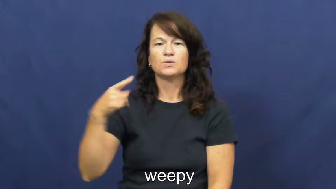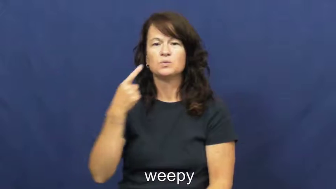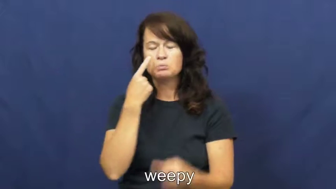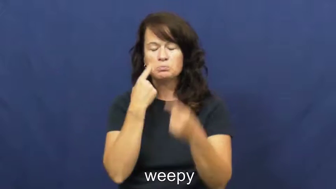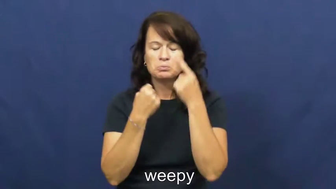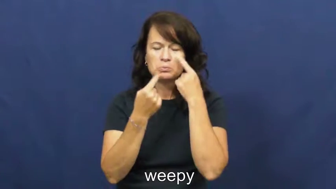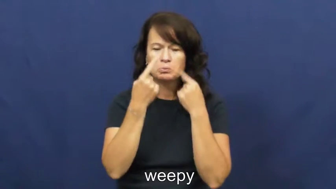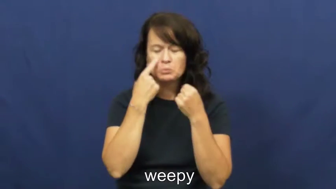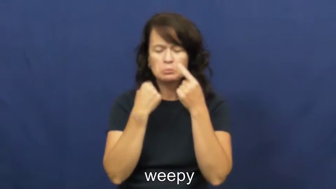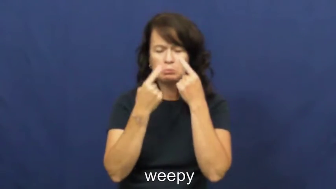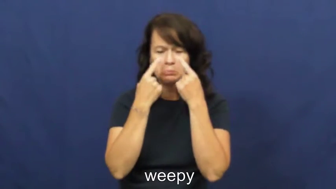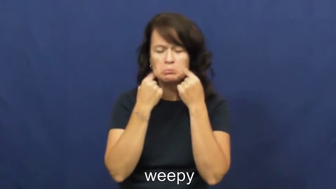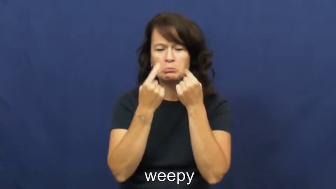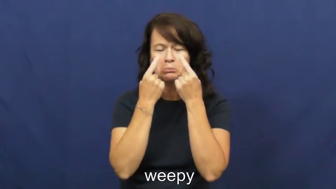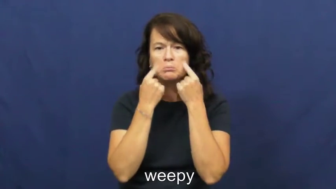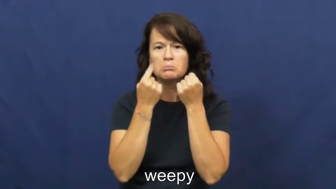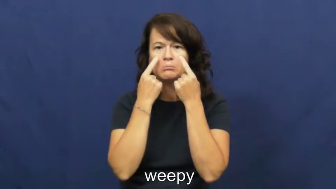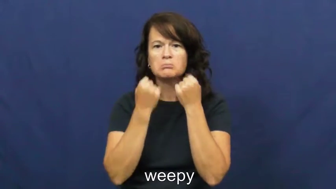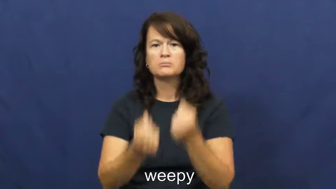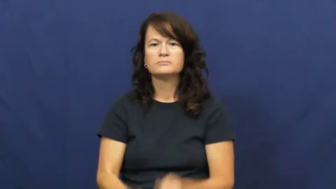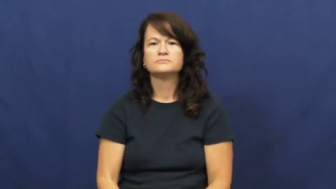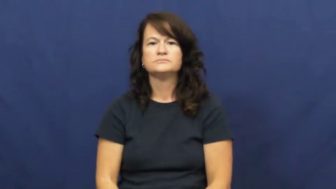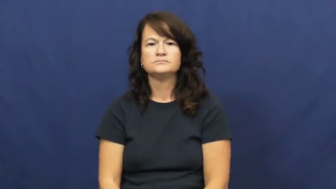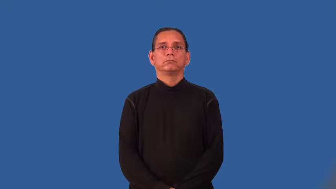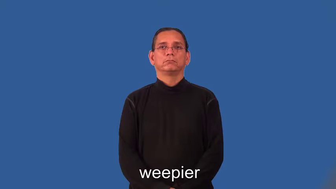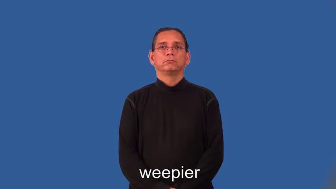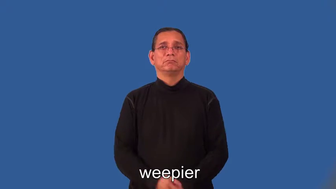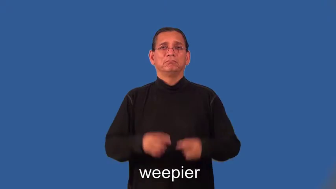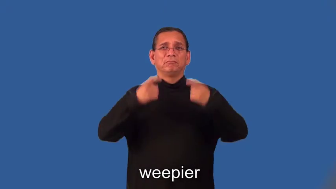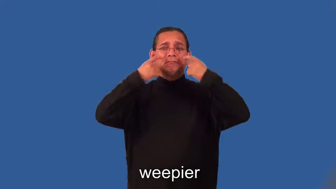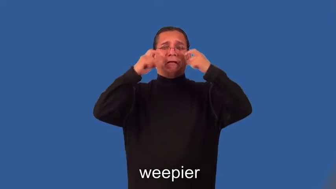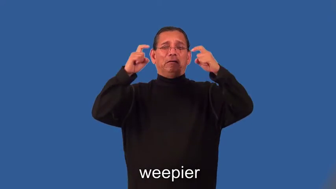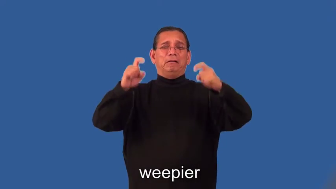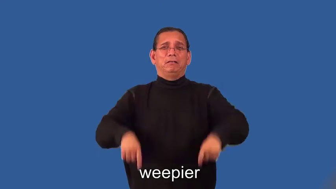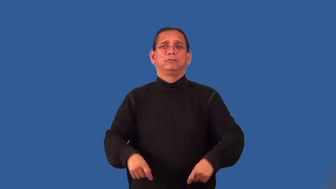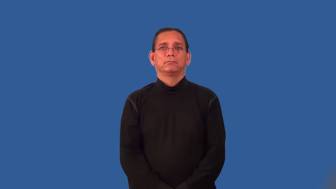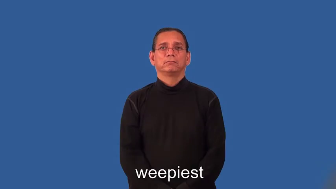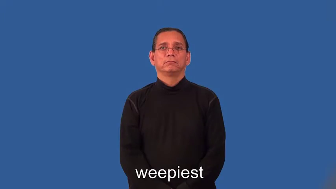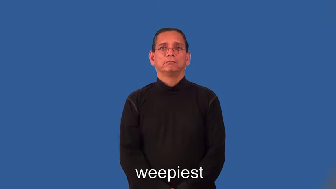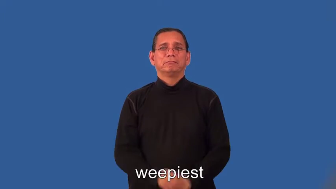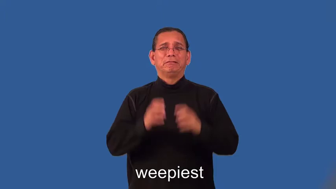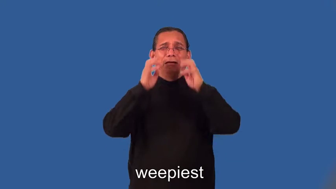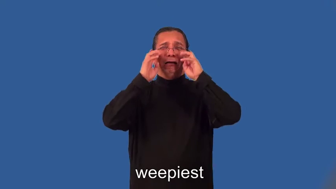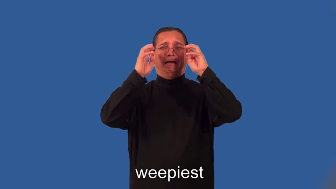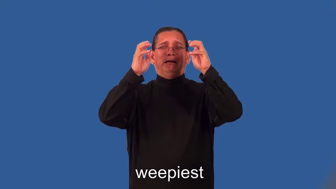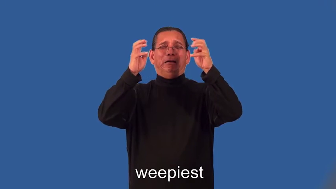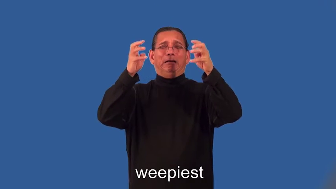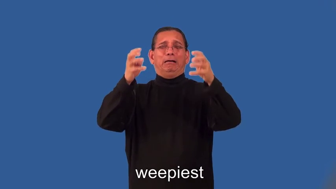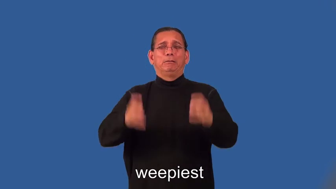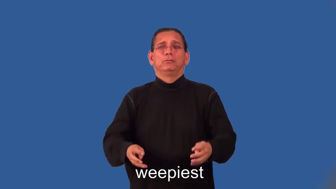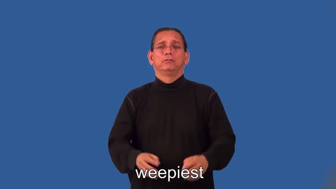weepier,weepiest